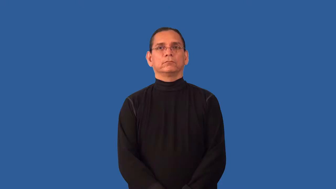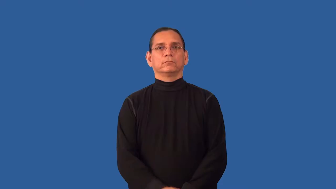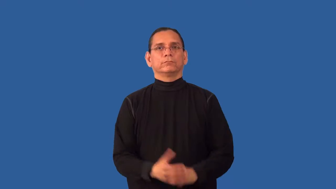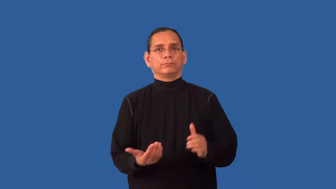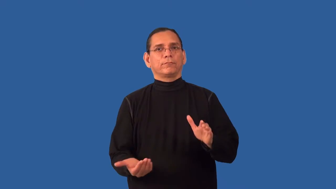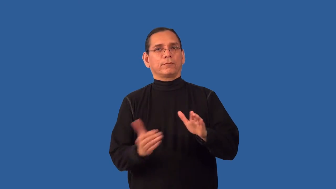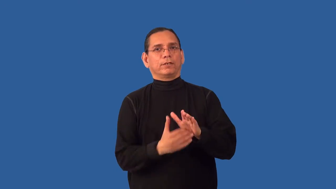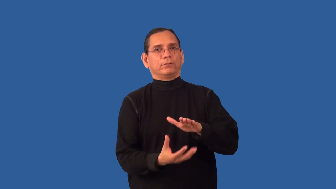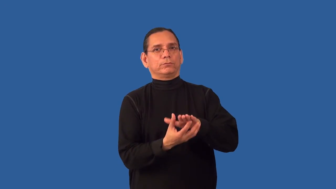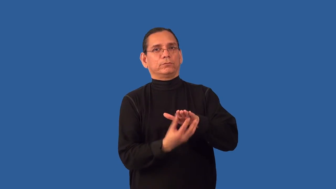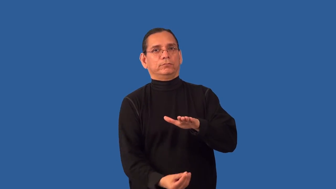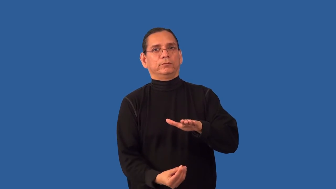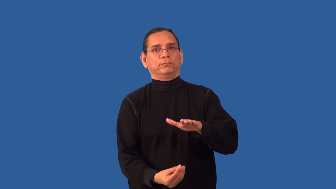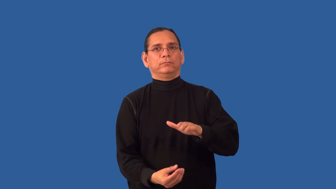recopy,reduplicate